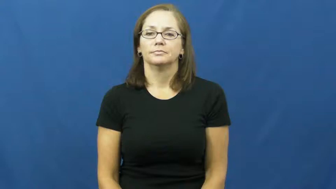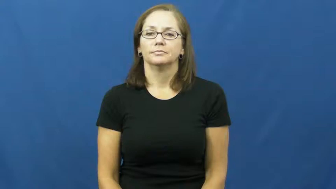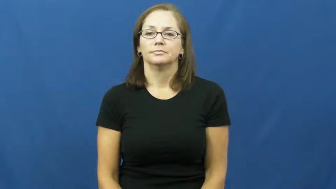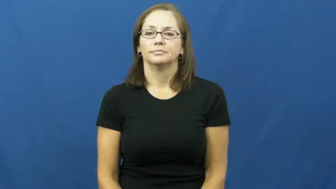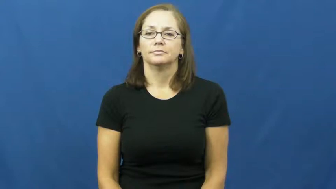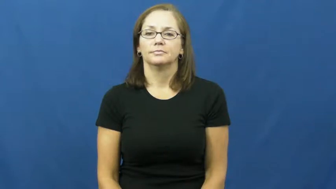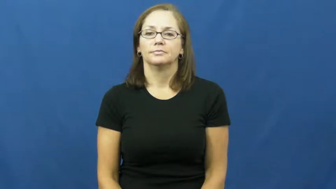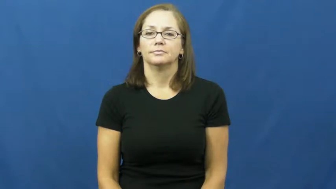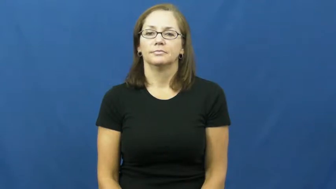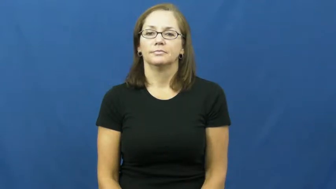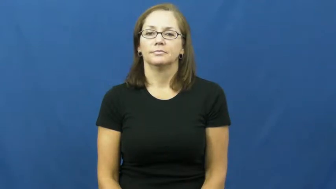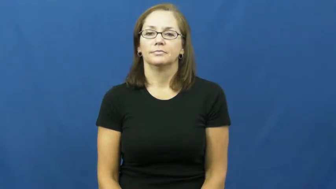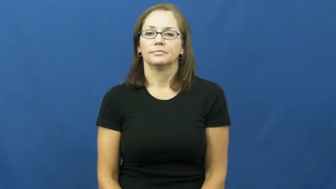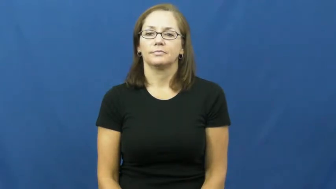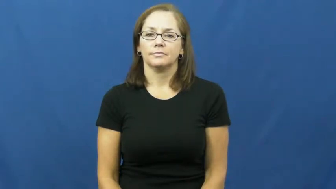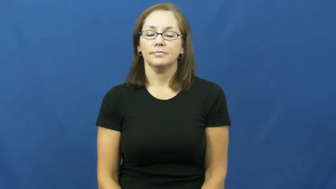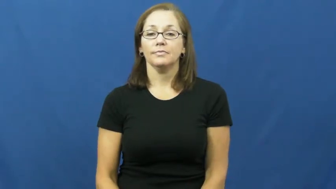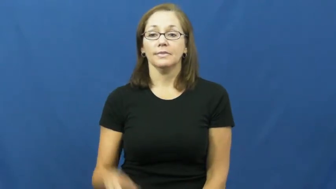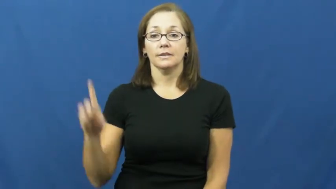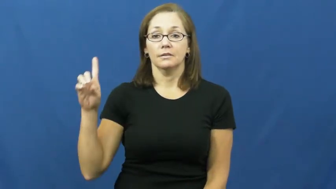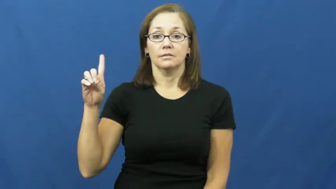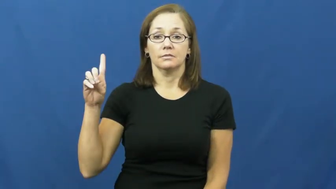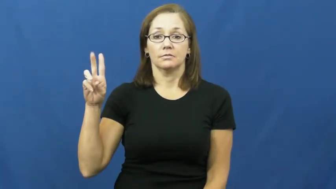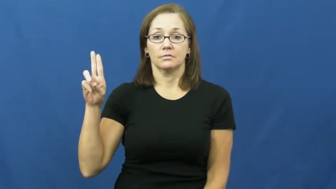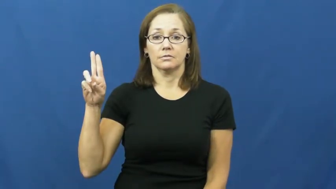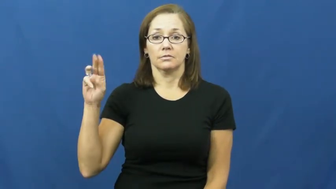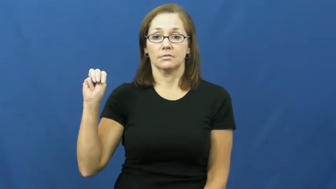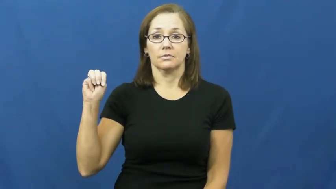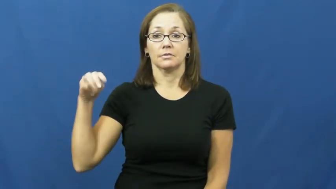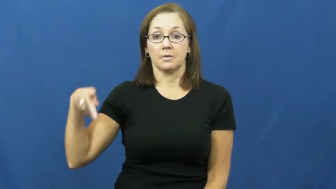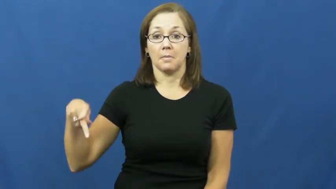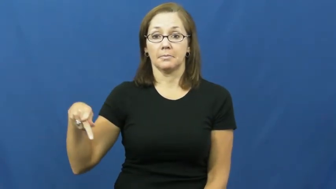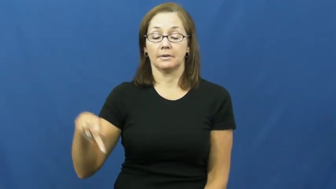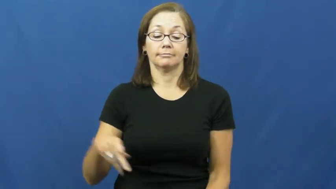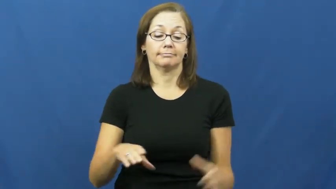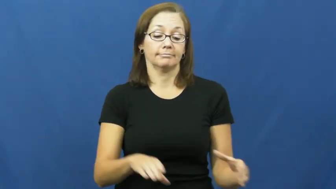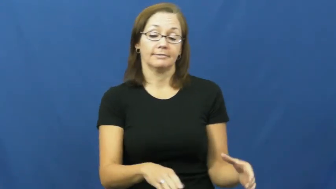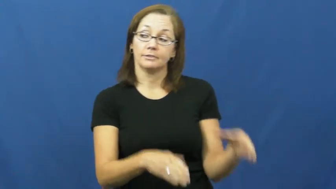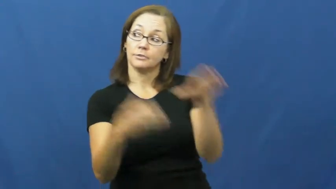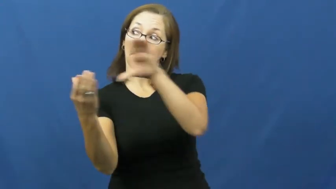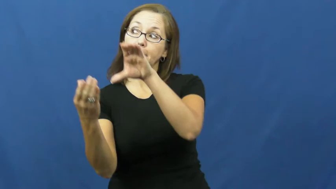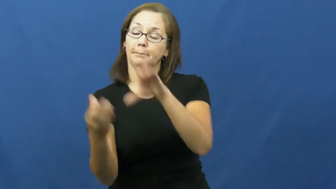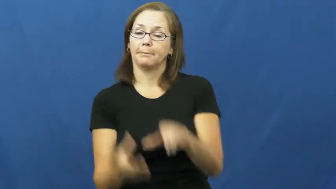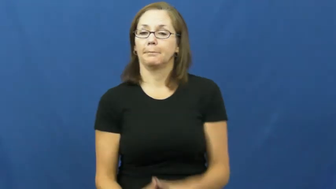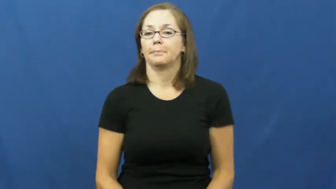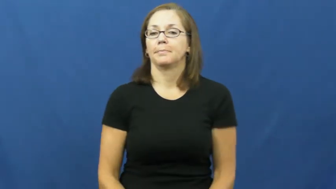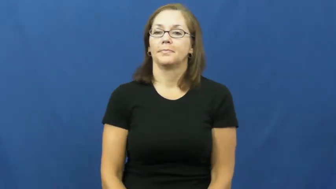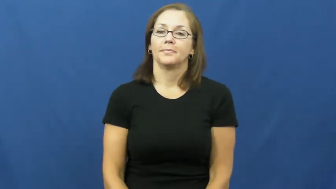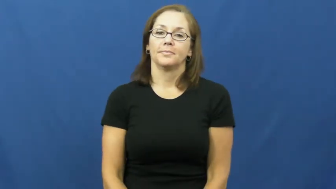dump-toss